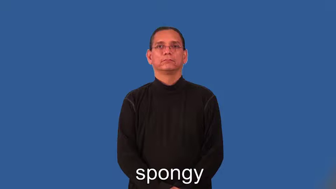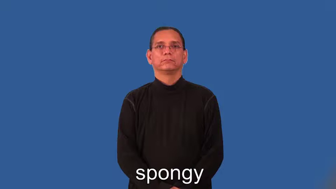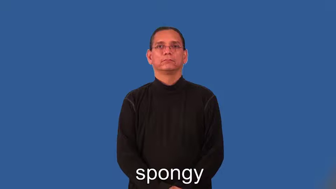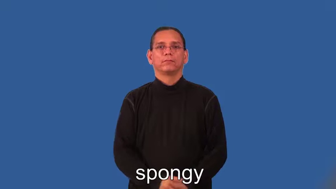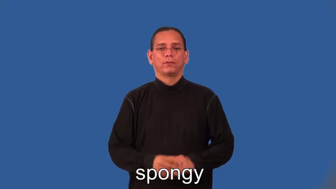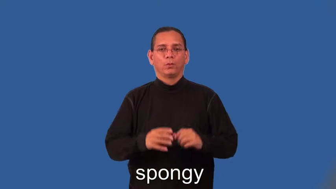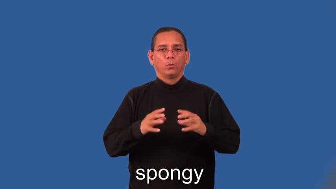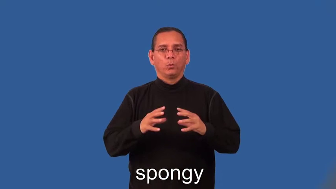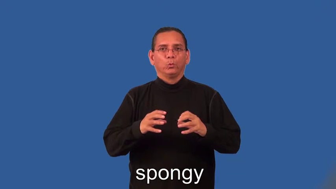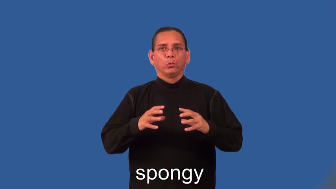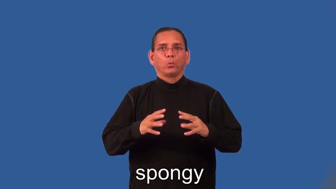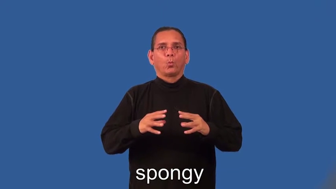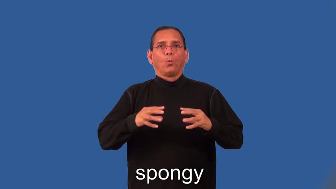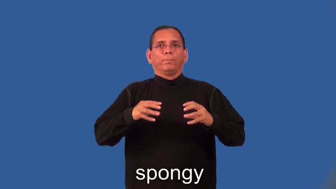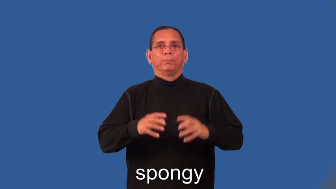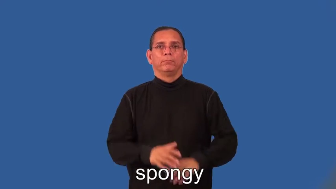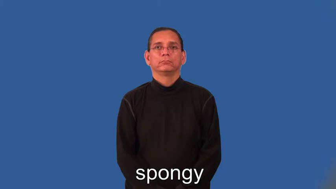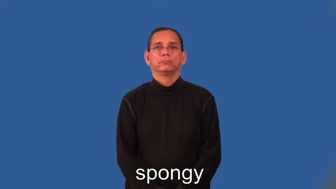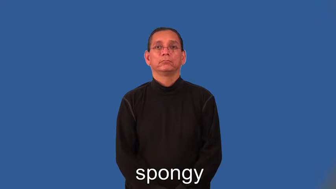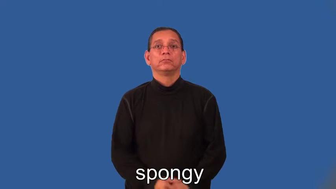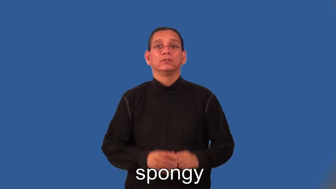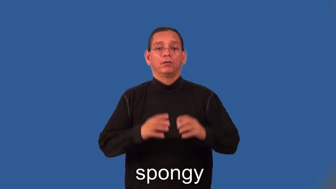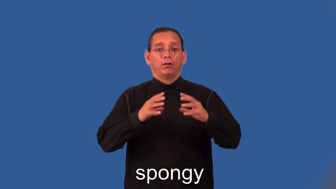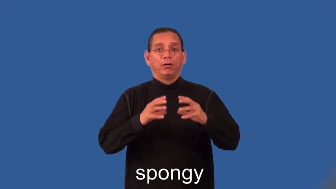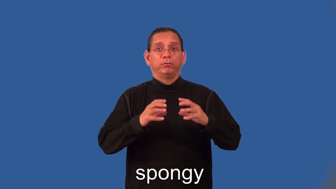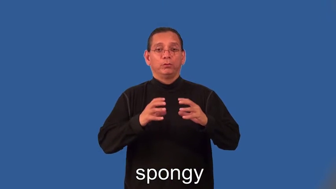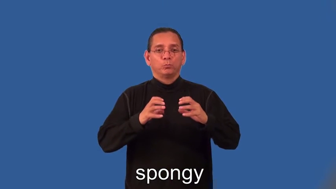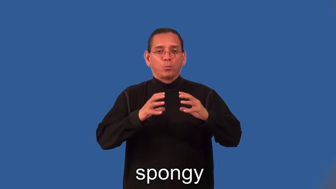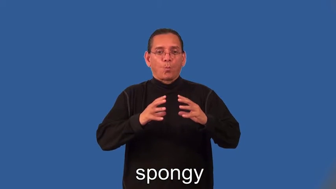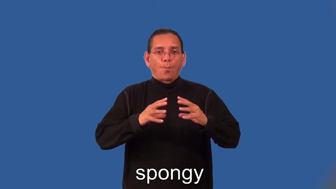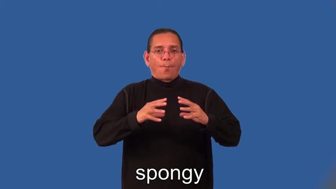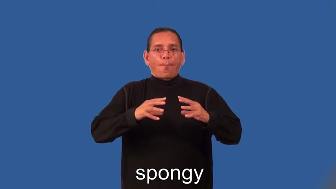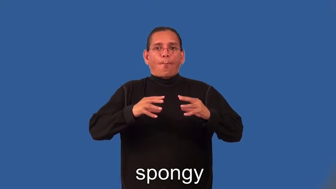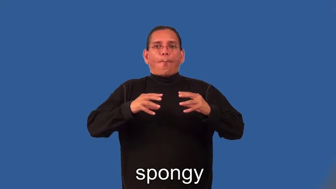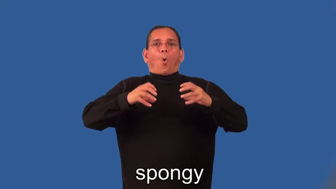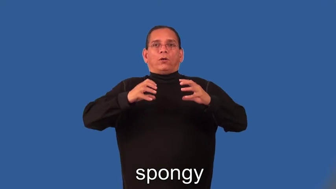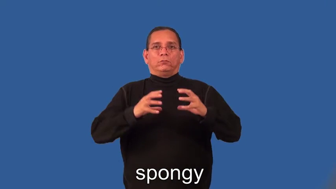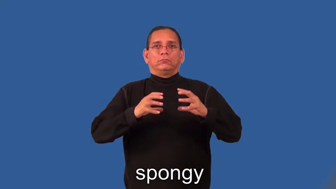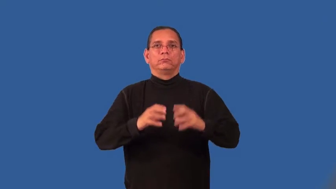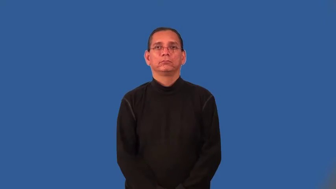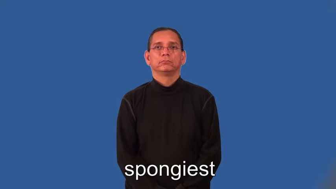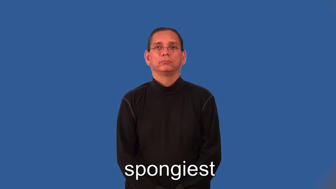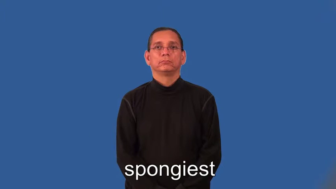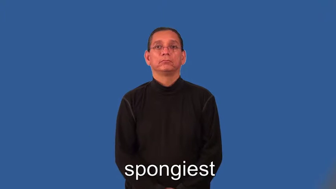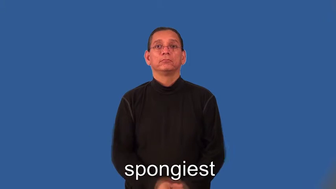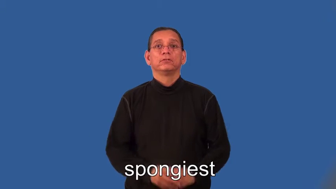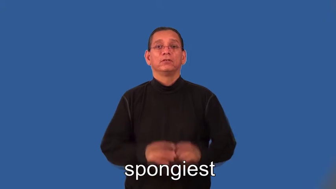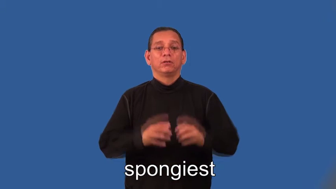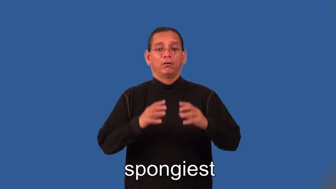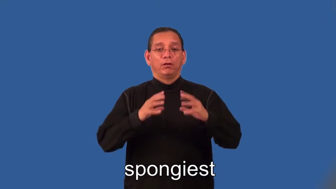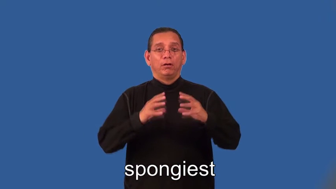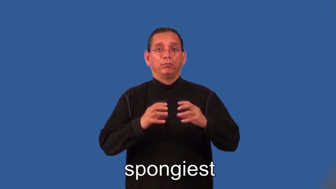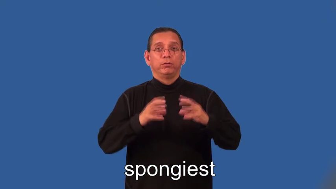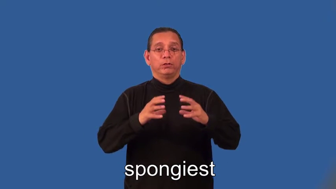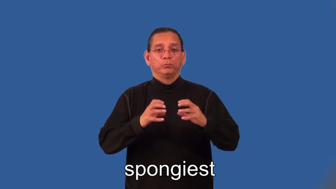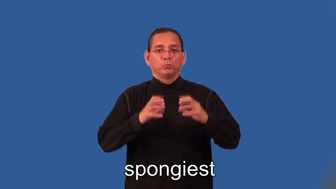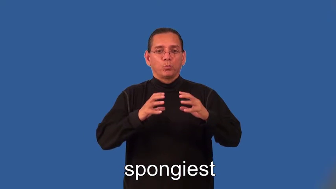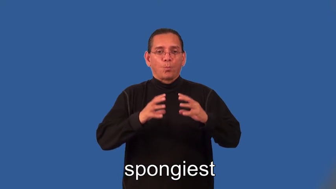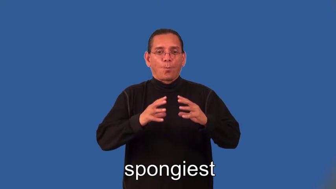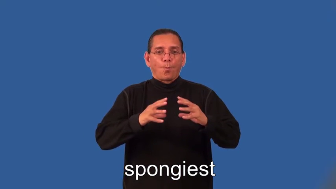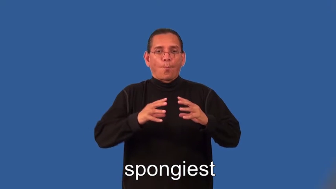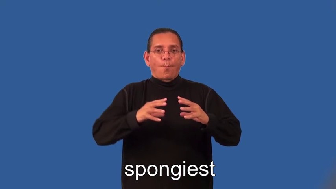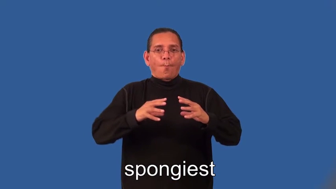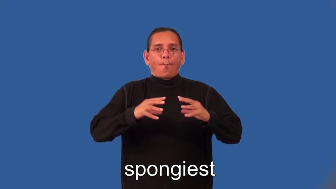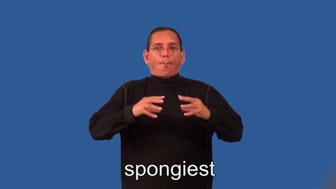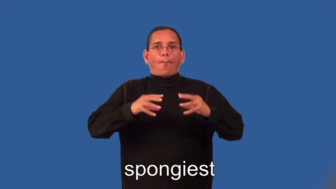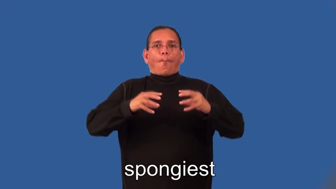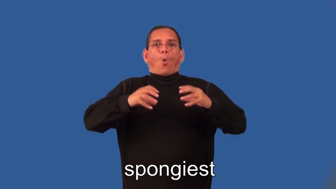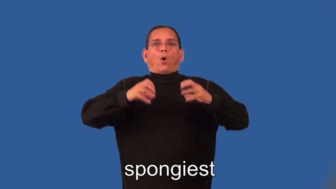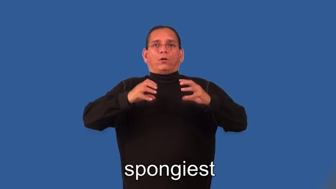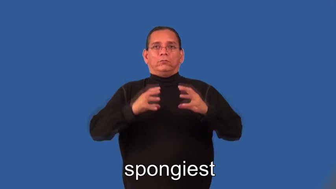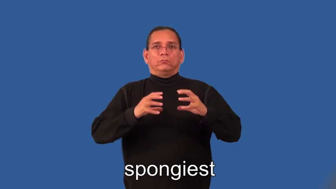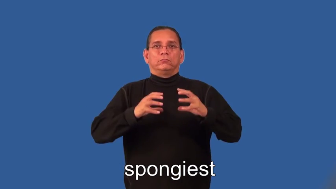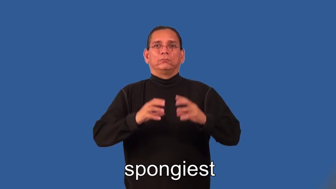spongier,spongiest